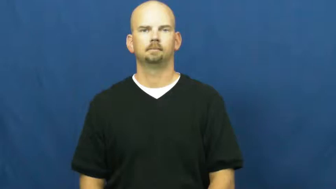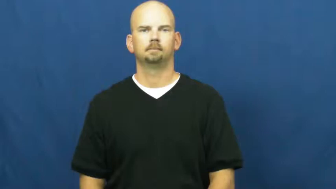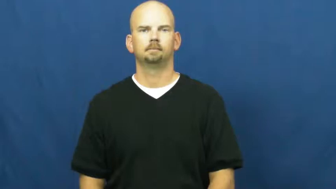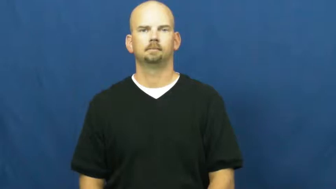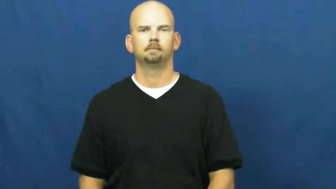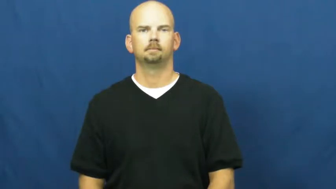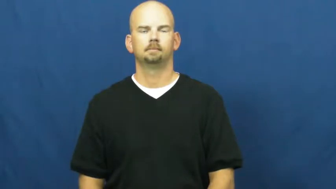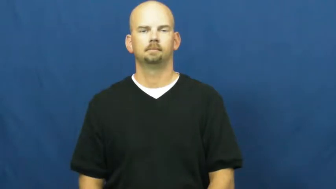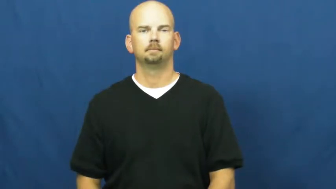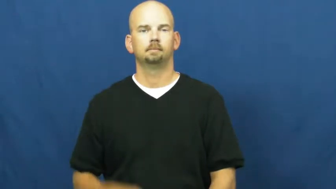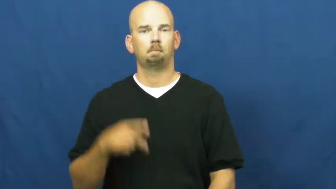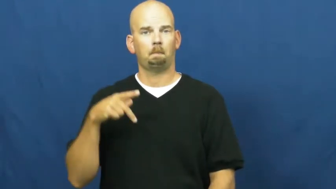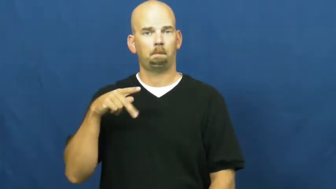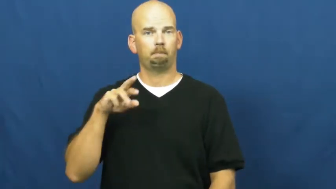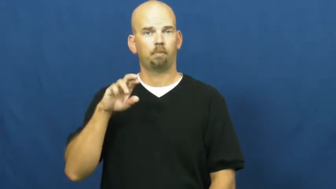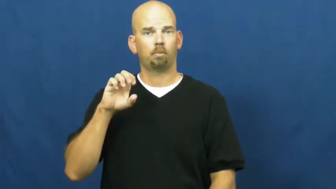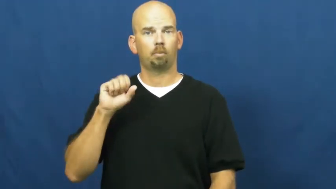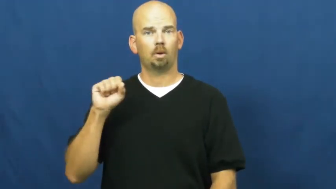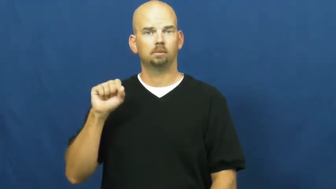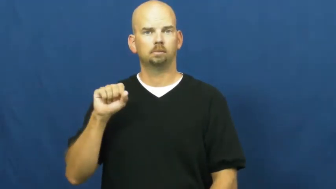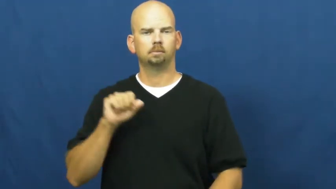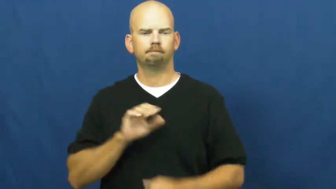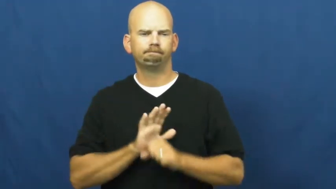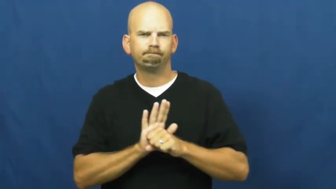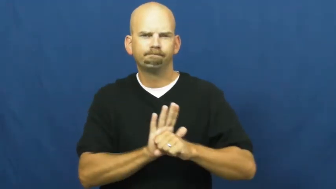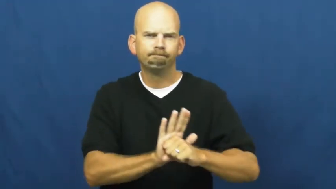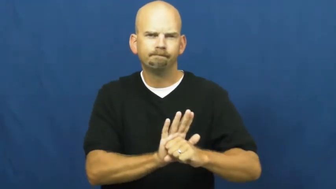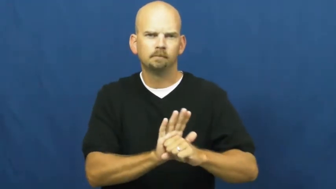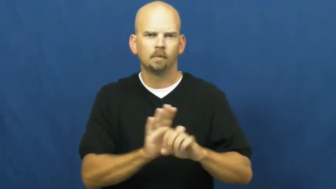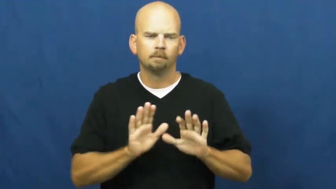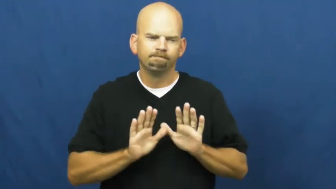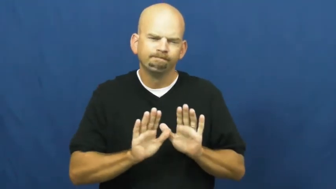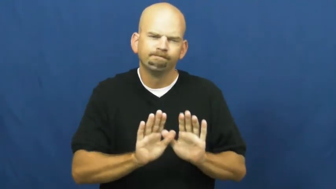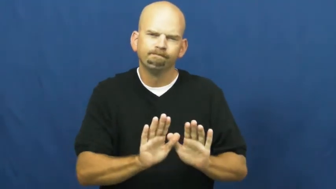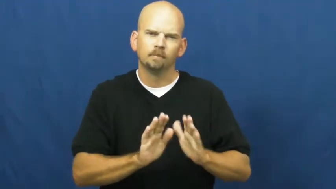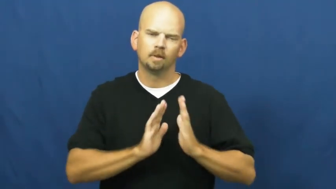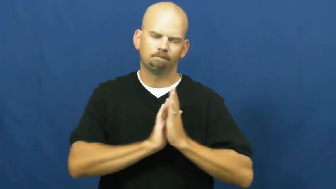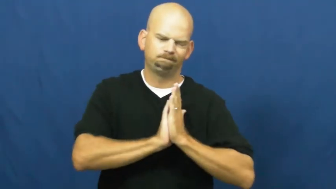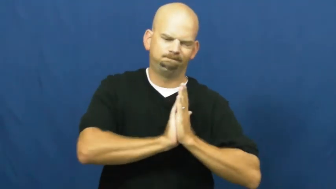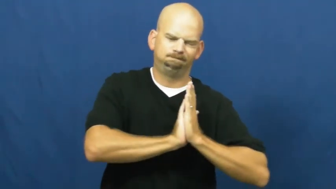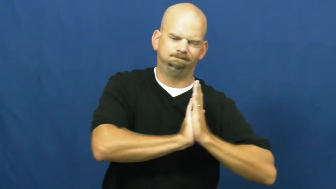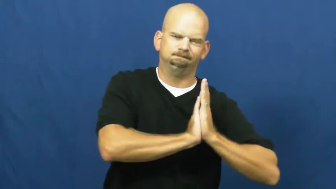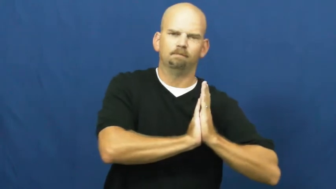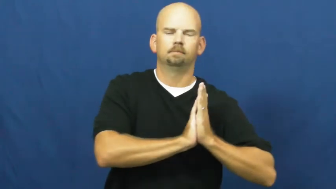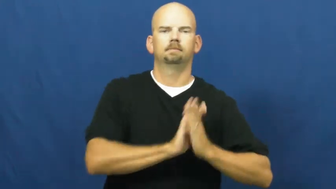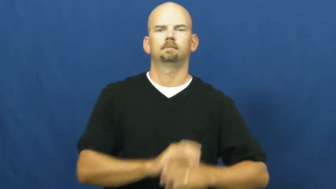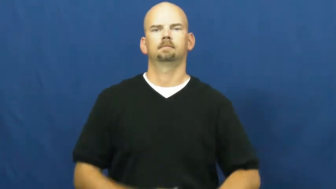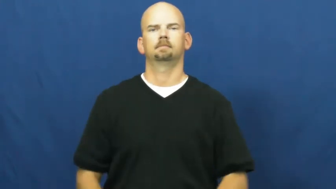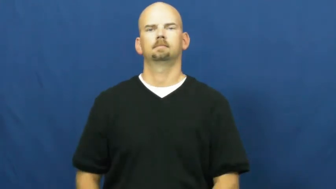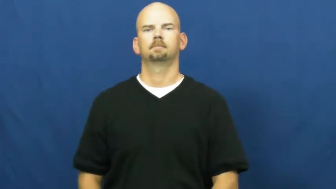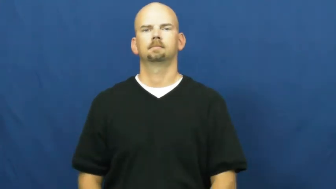press,bear down on,depress